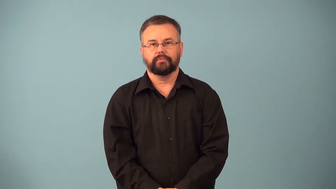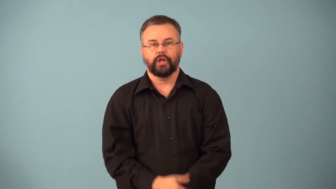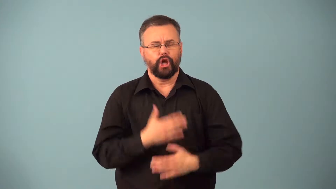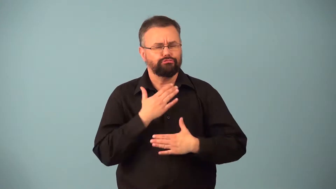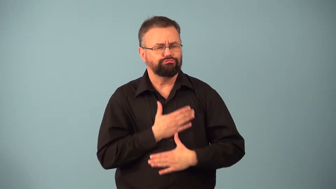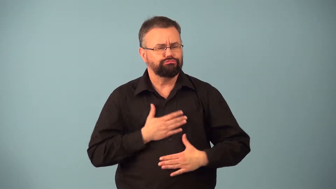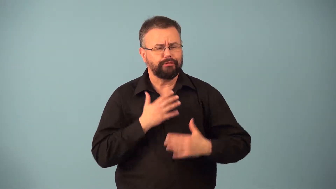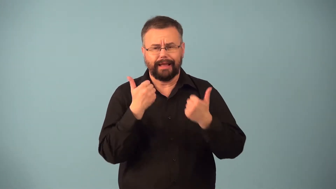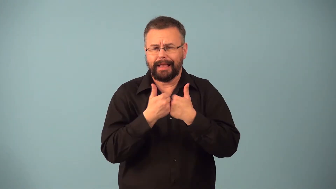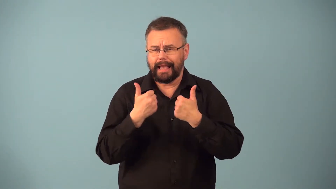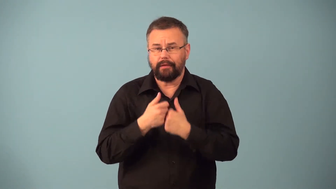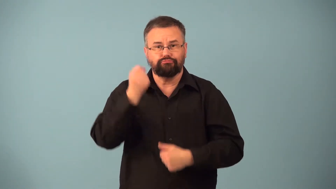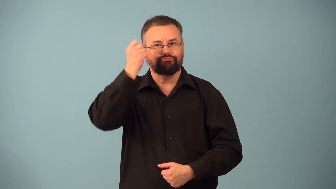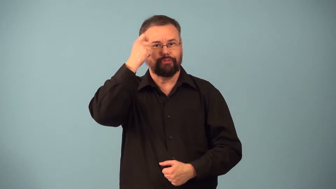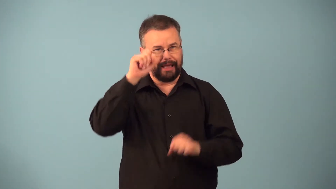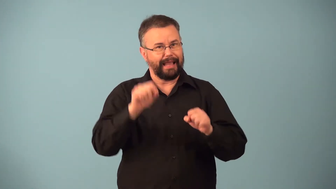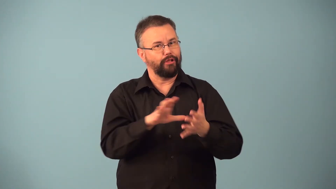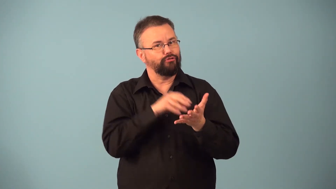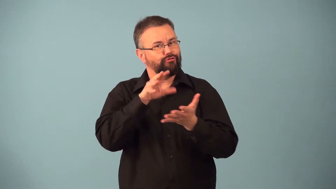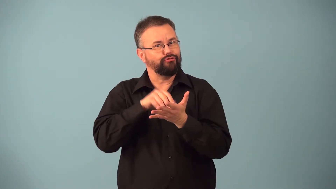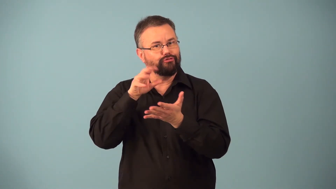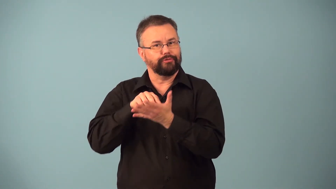edutainment